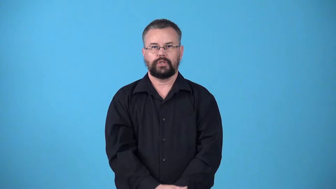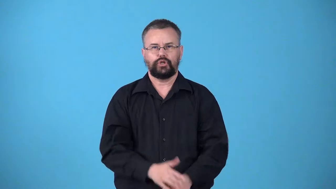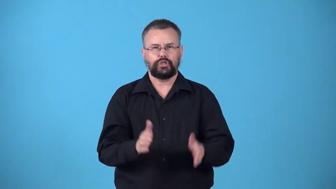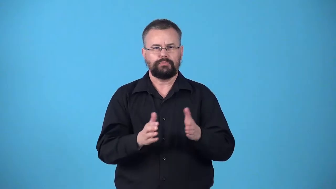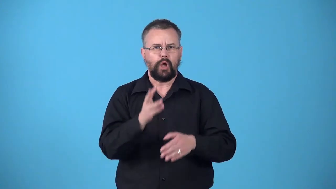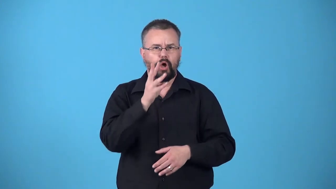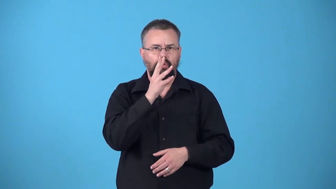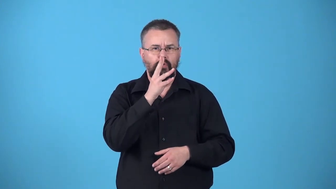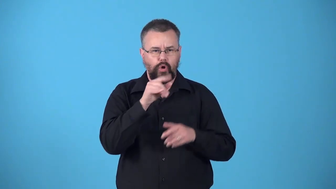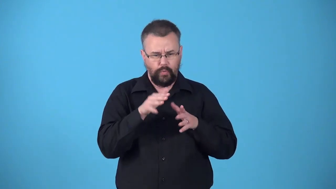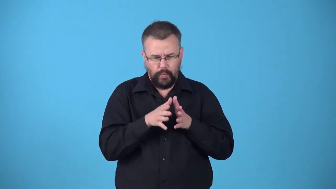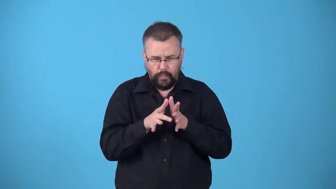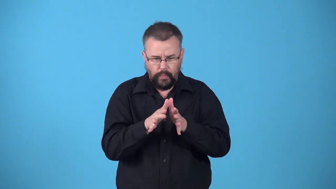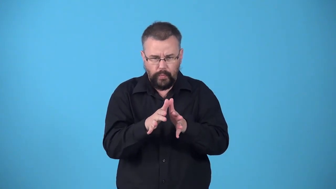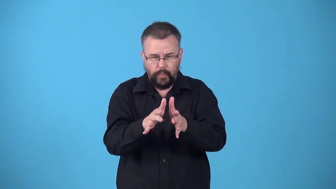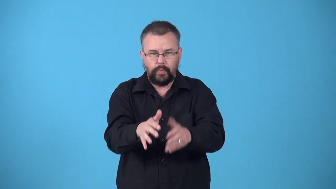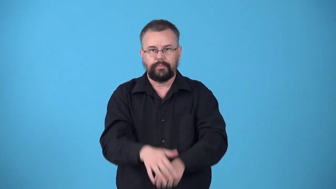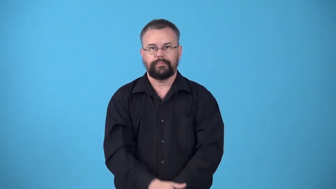watercourse